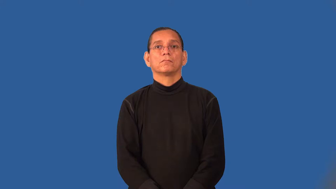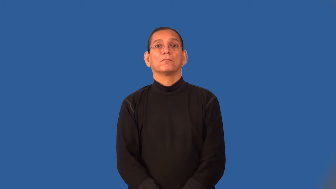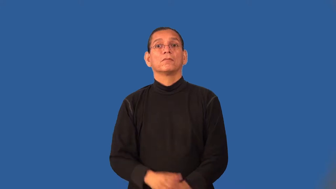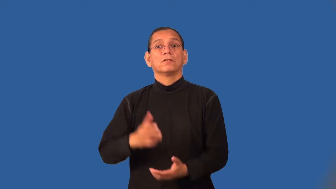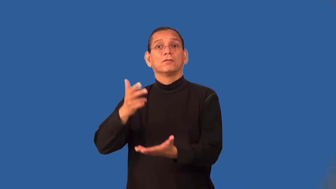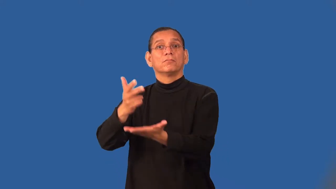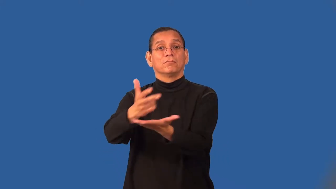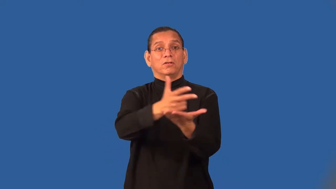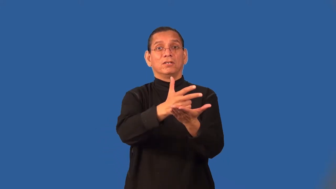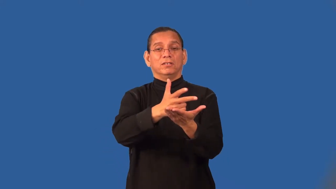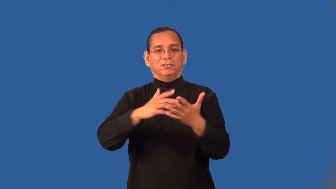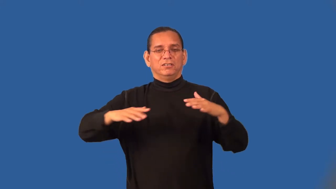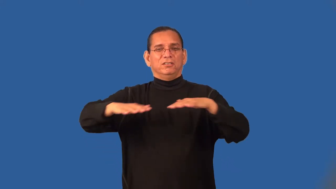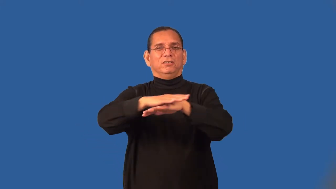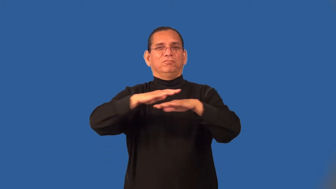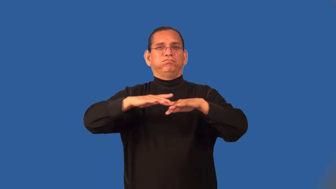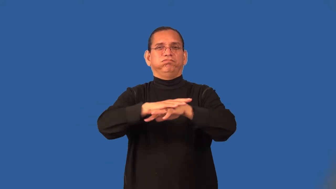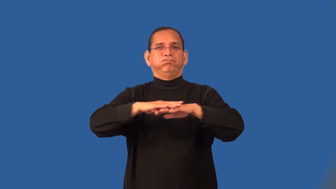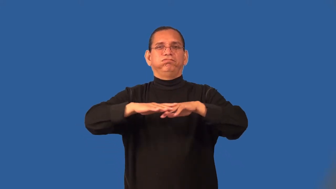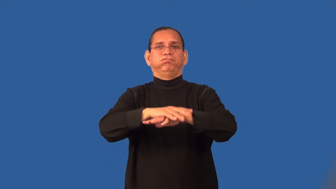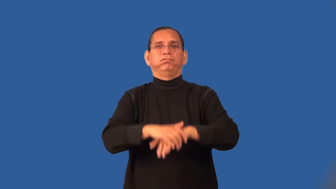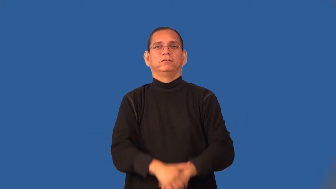tailgate-game